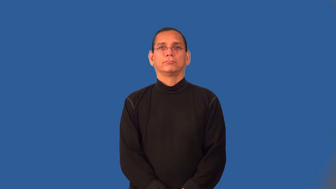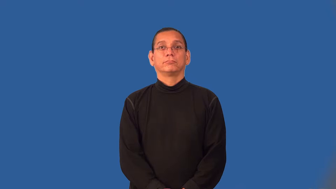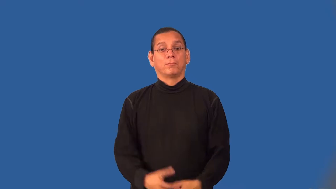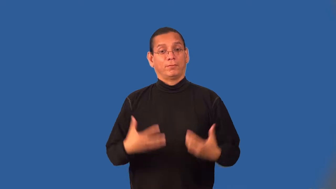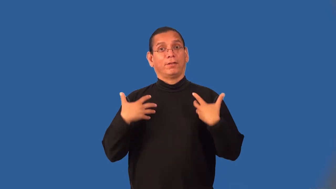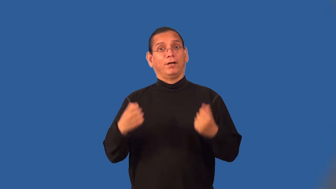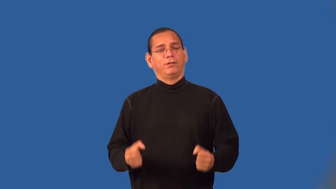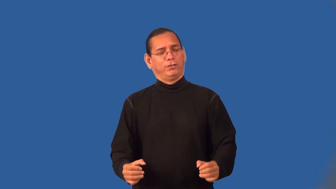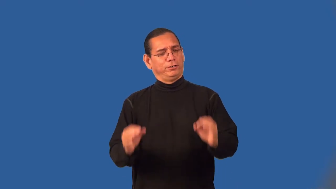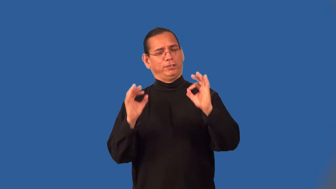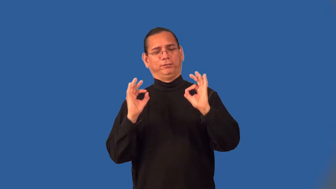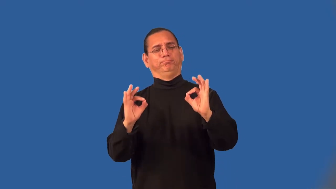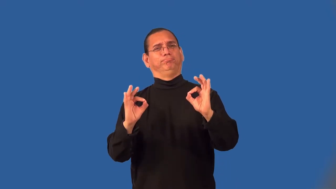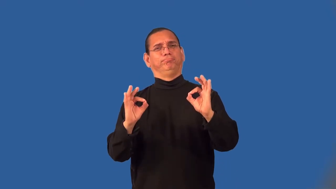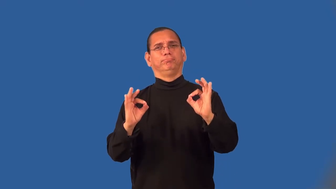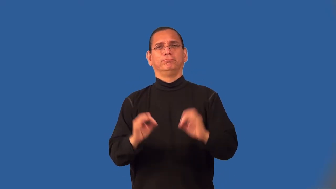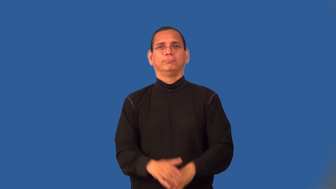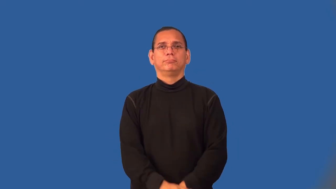wholesome-food